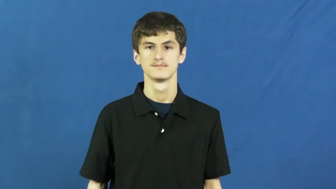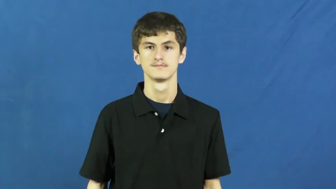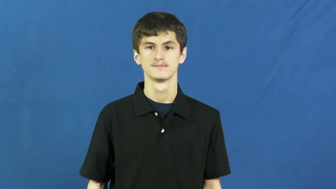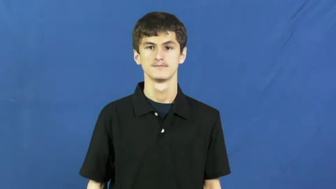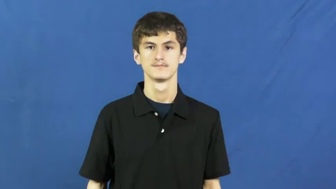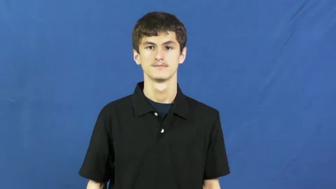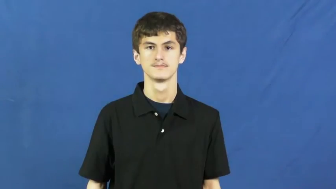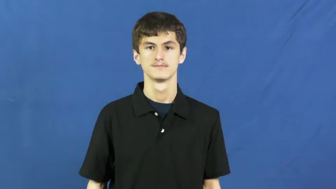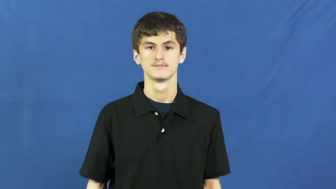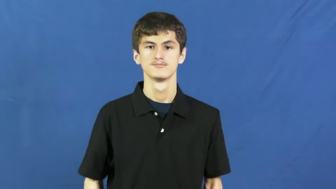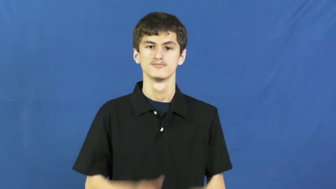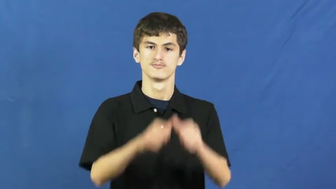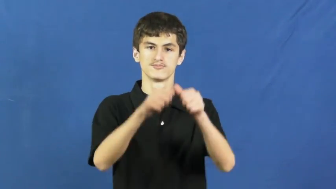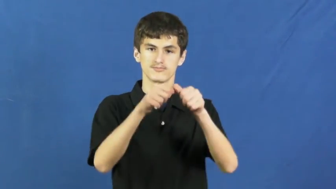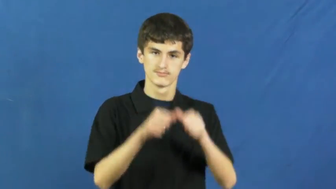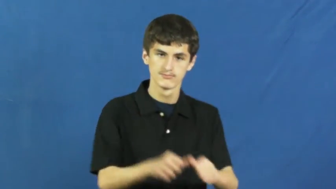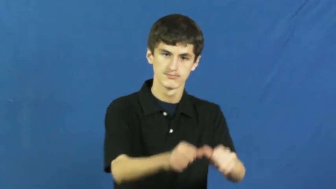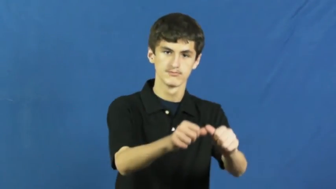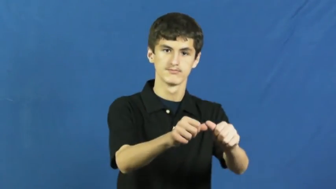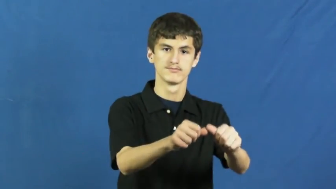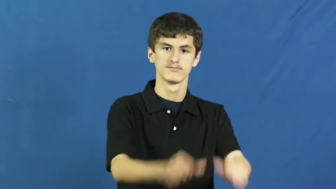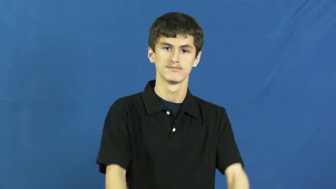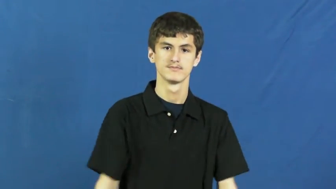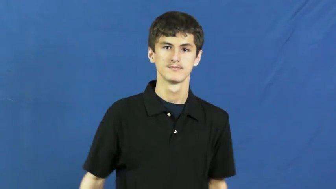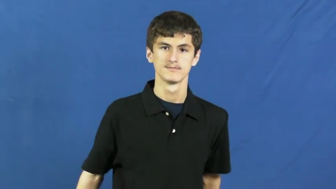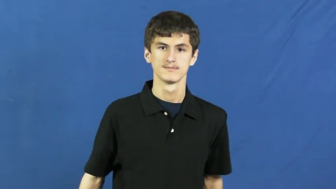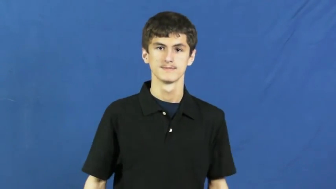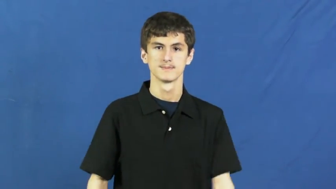perpetual